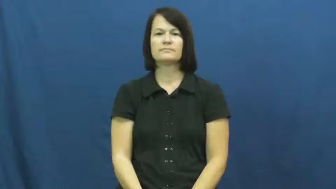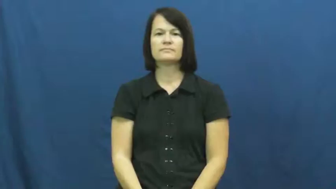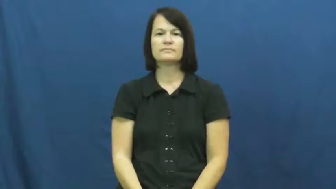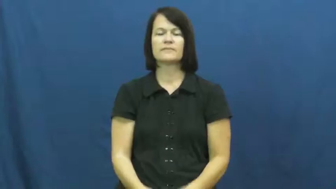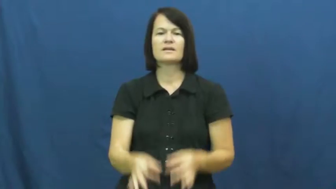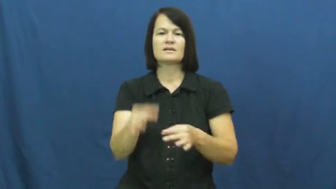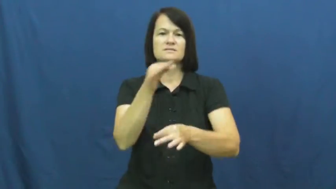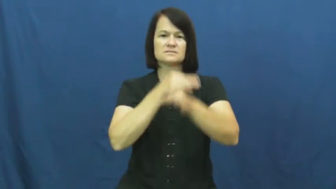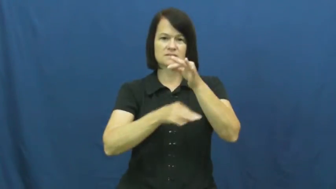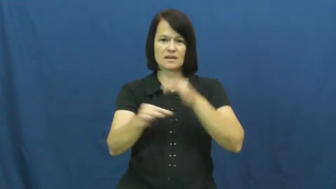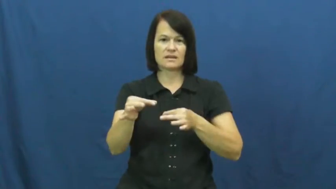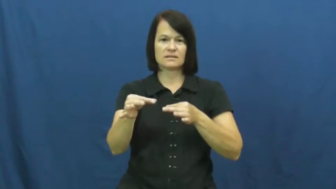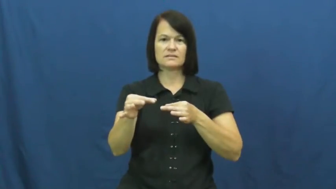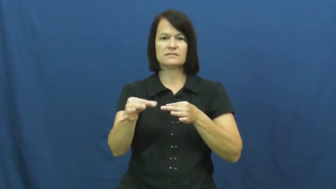interchange-give